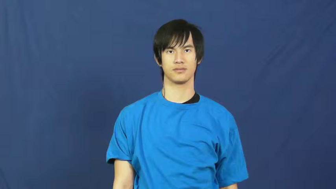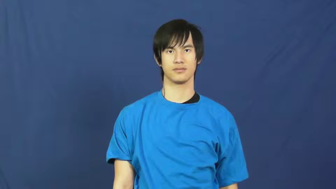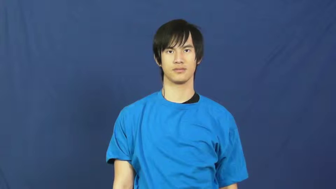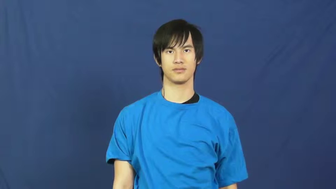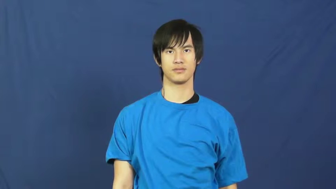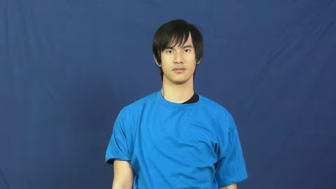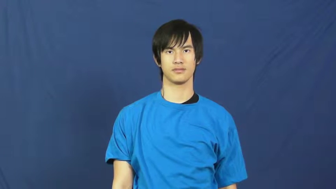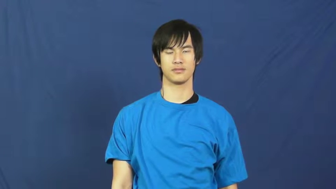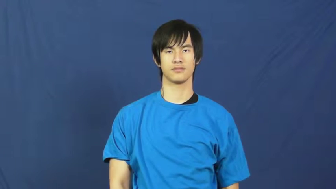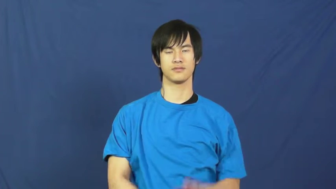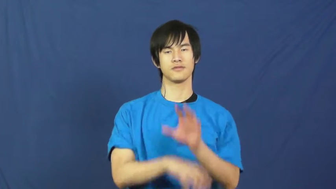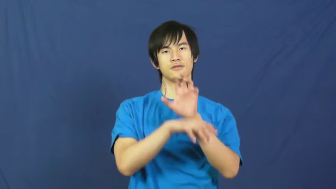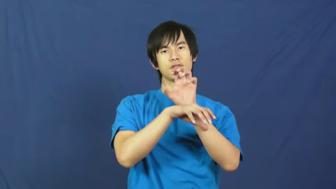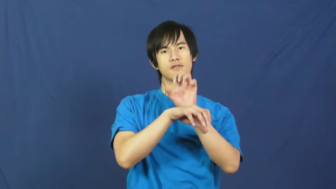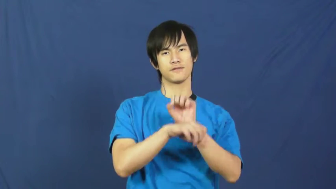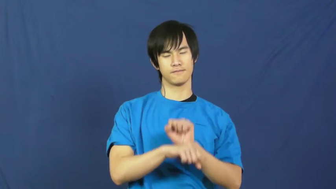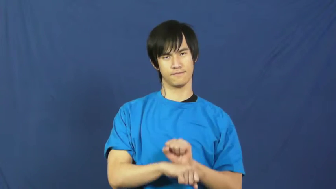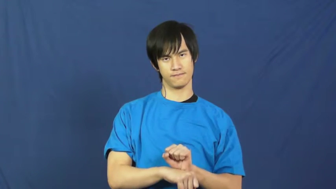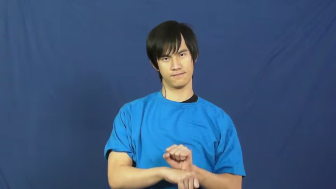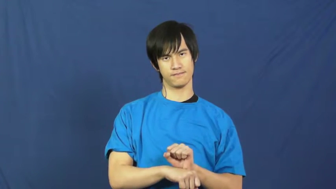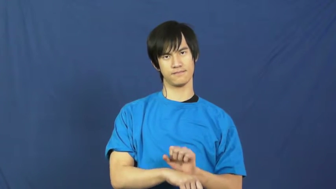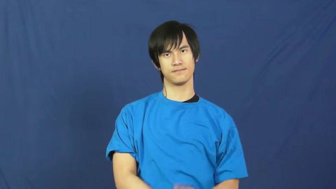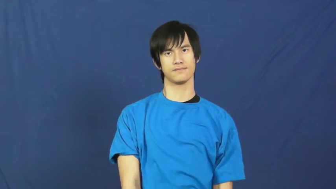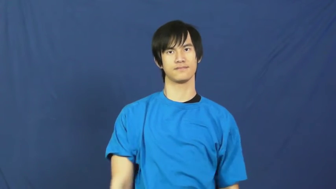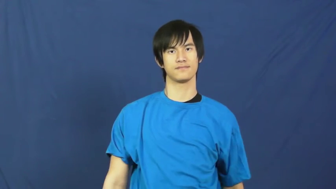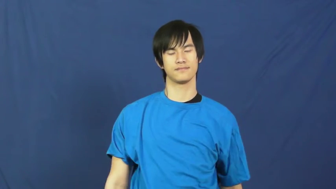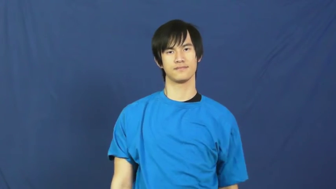habit